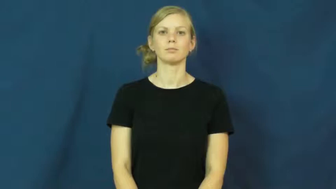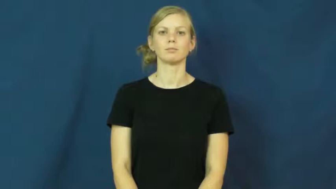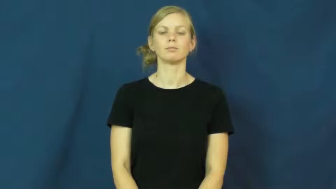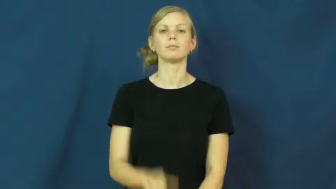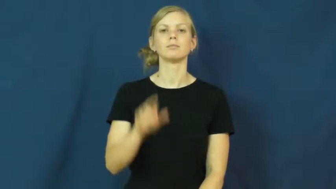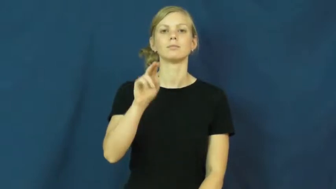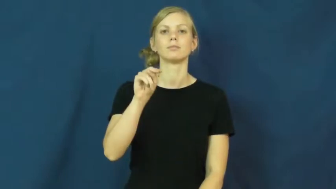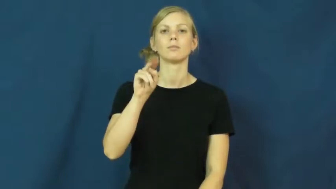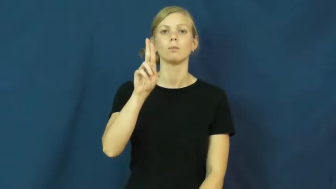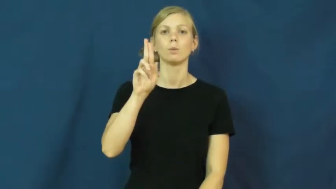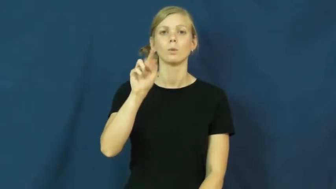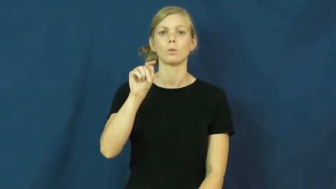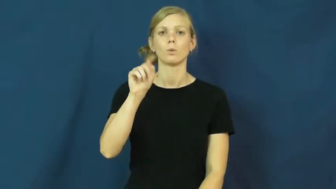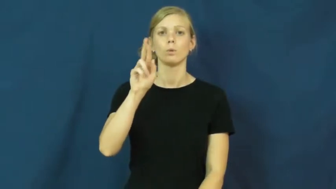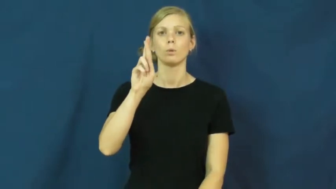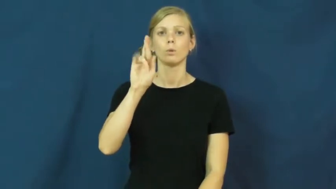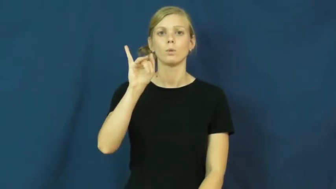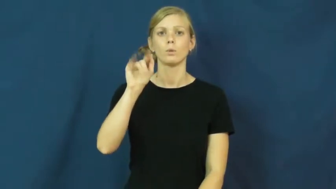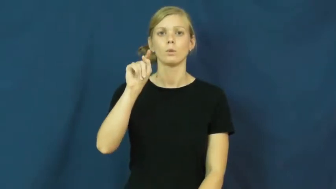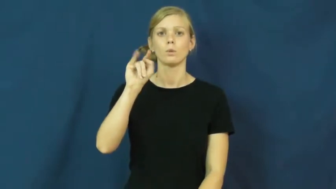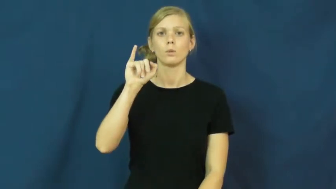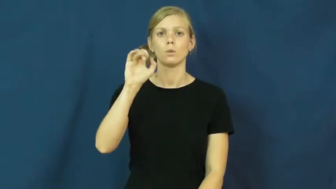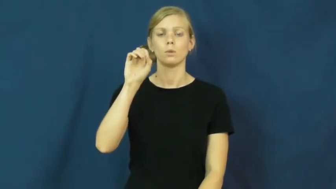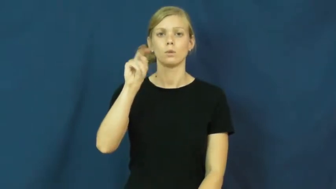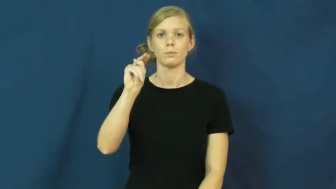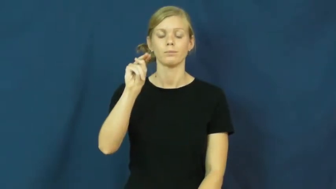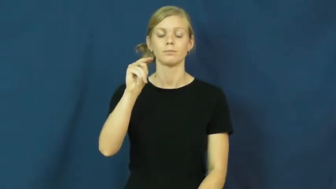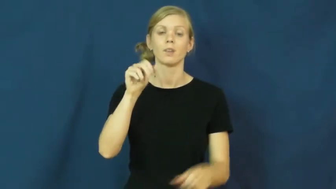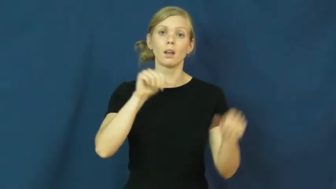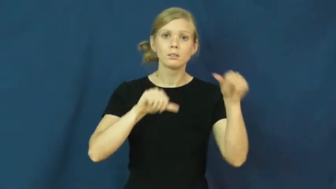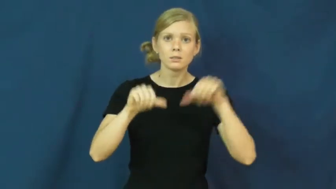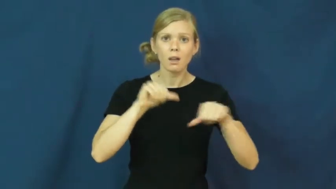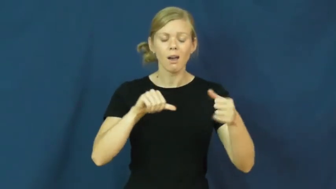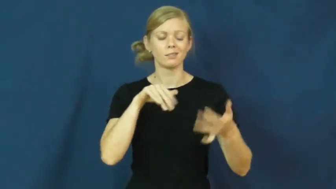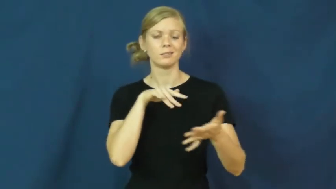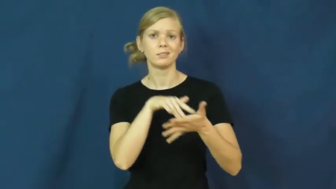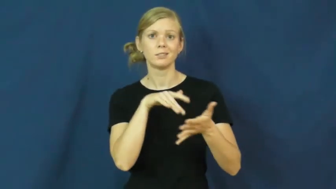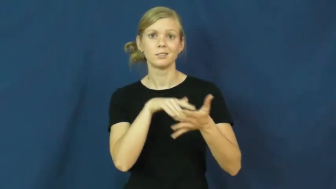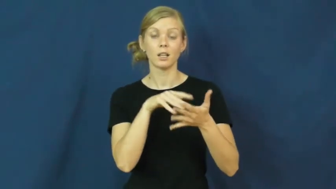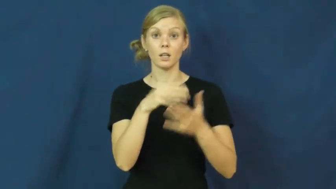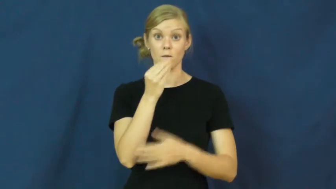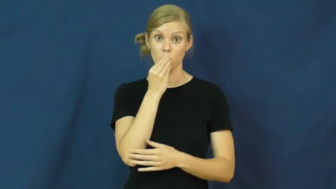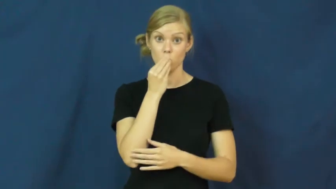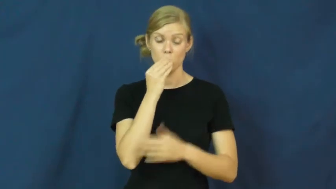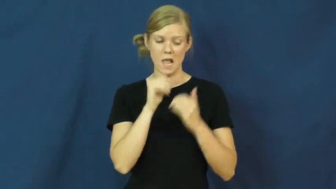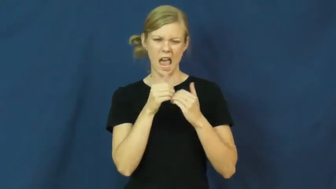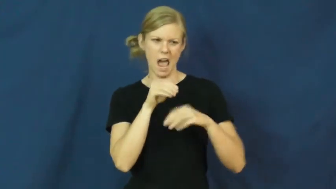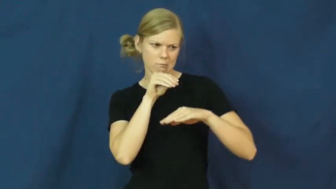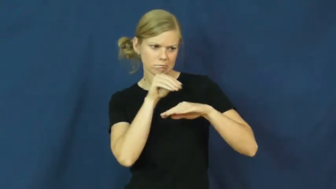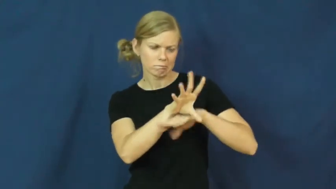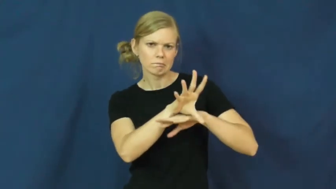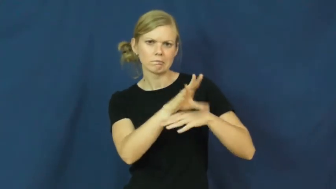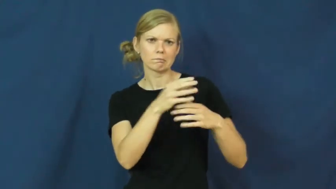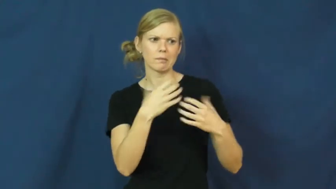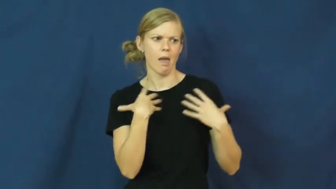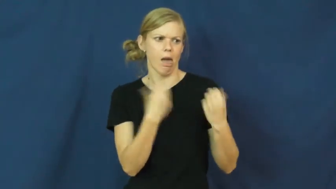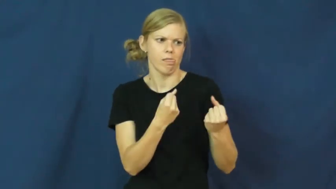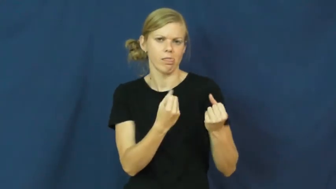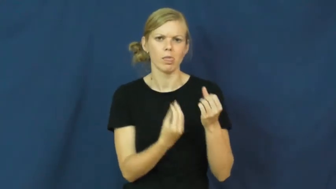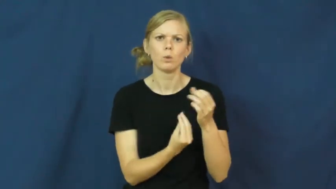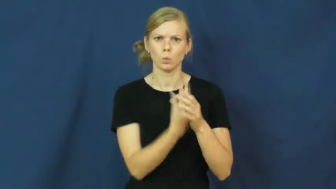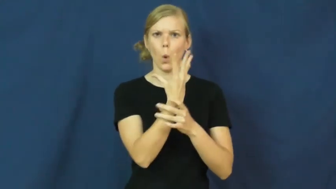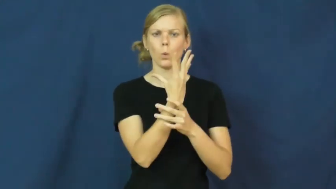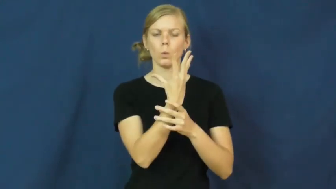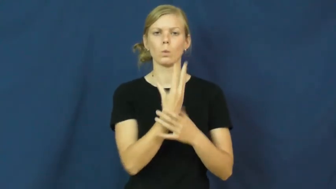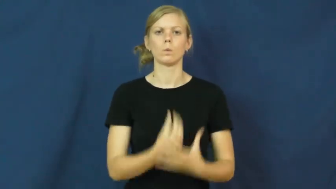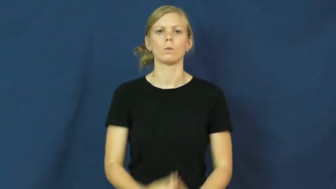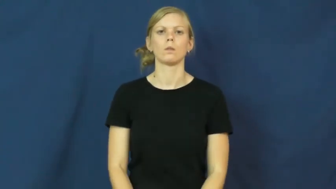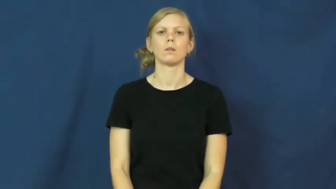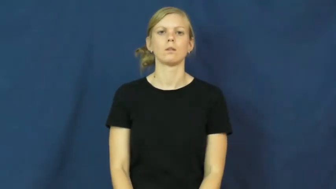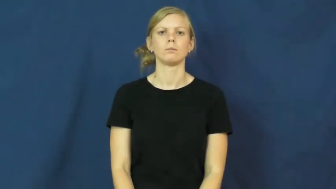nutrition